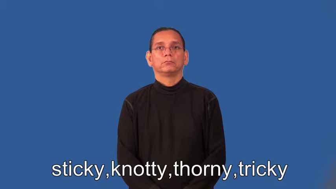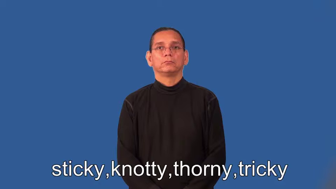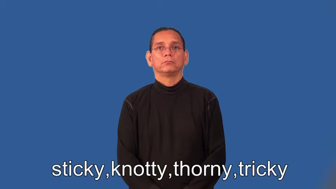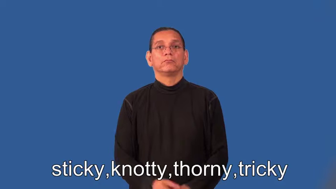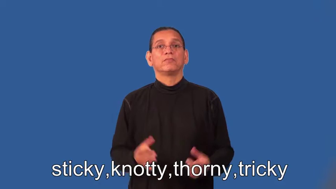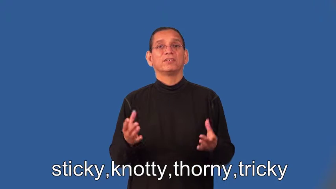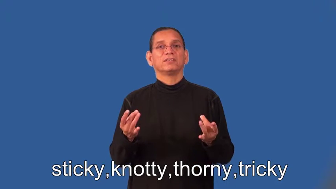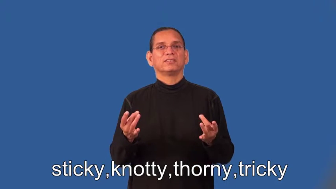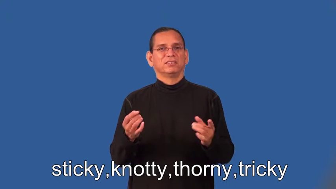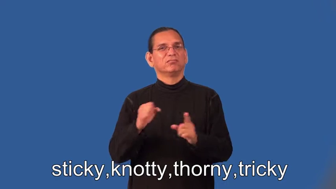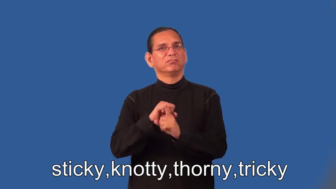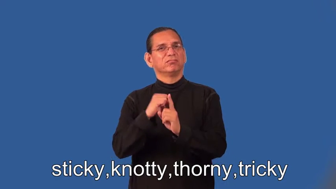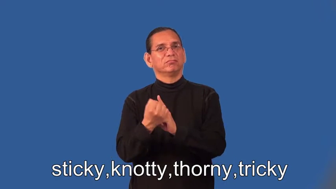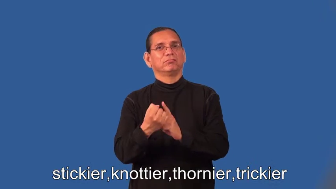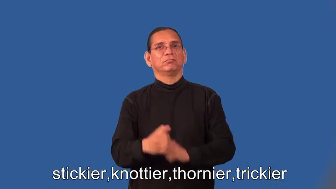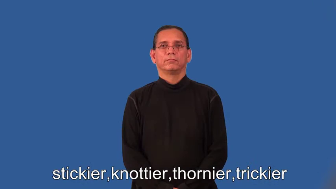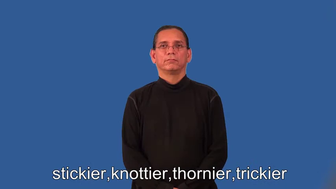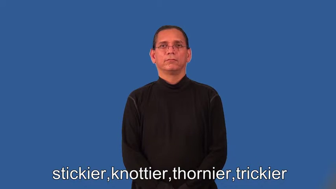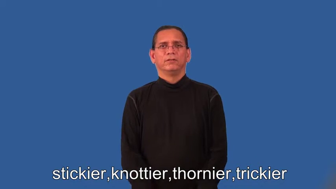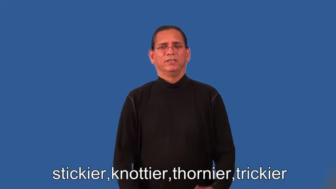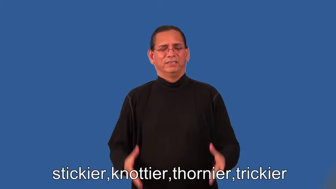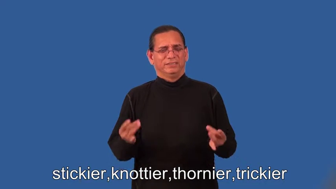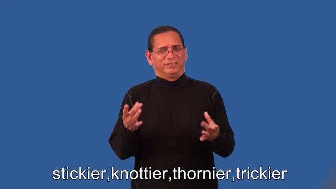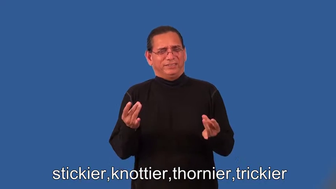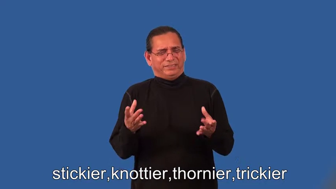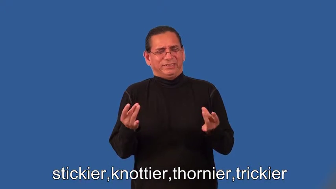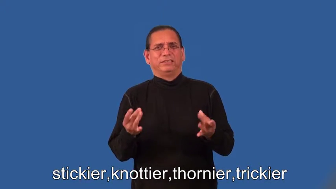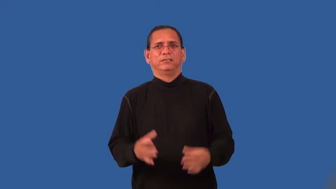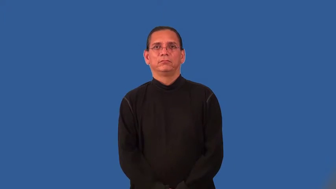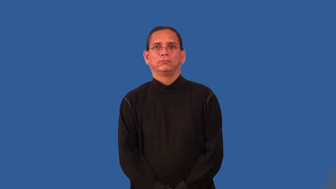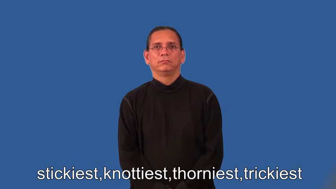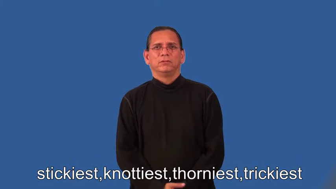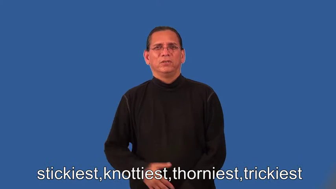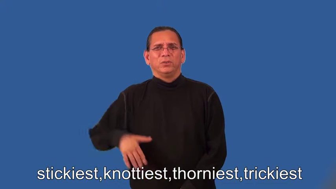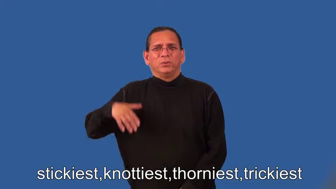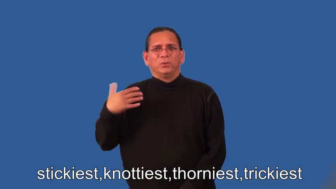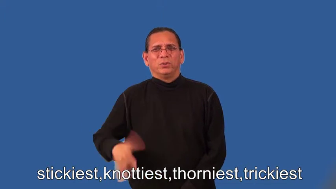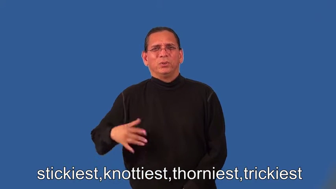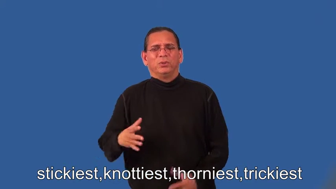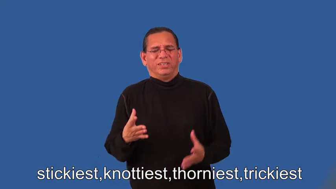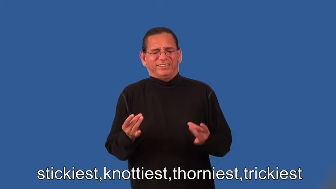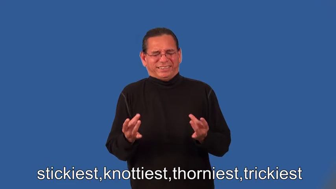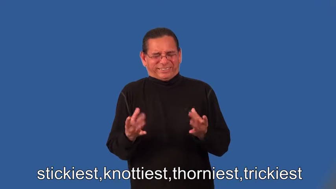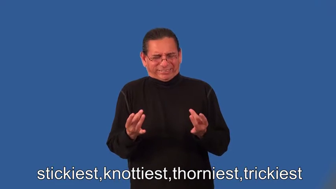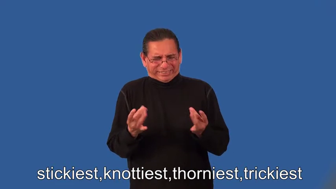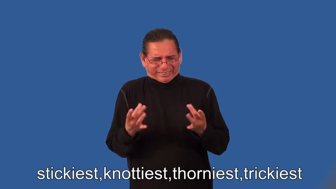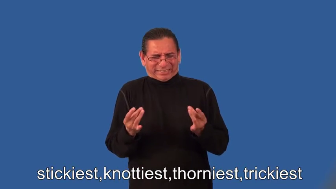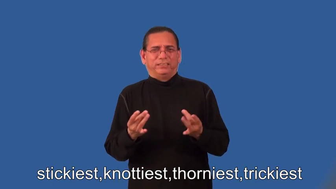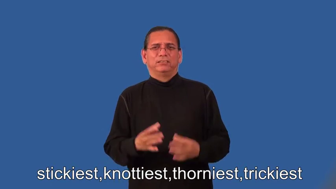stickier,knottier,thornier,trickier,stickiest,knottiest,thorniest,trickiest